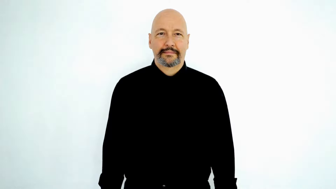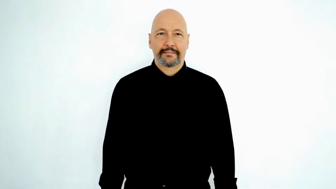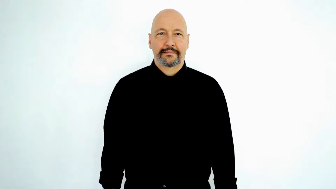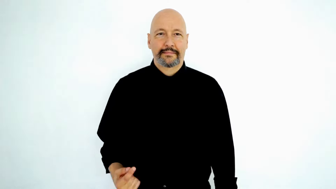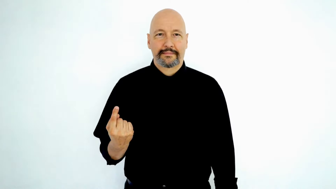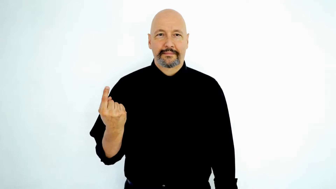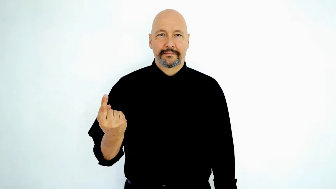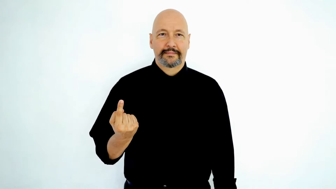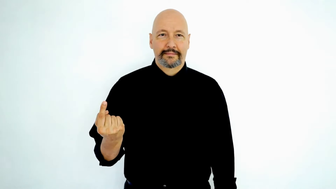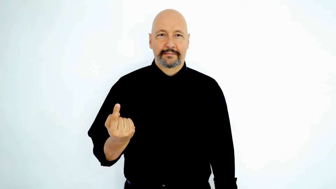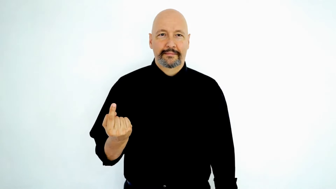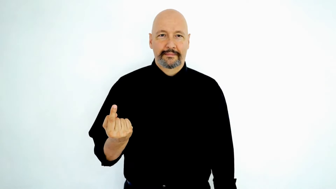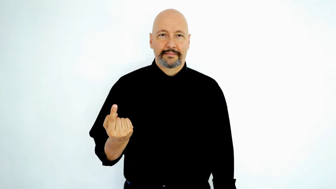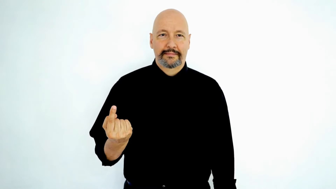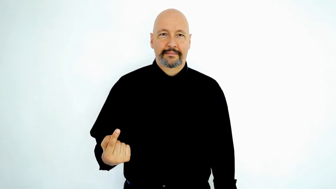SINGLE-[only/only-one/just]